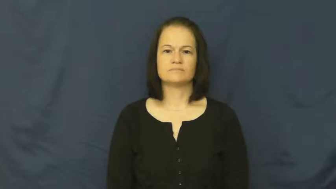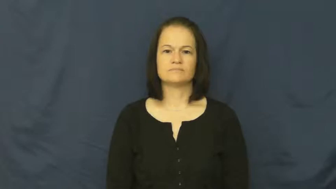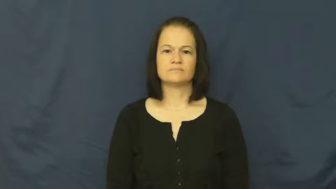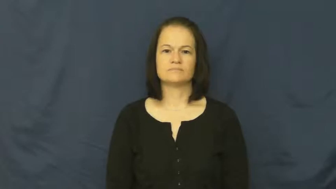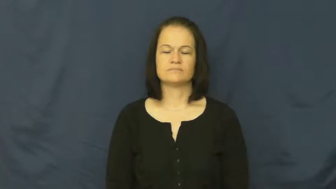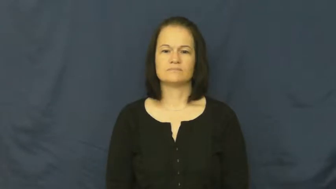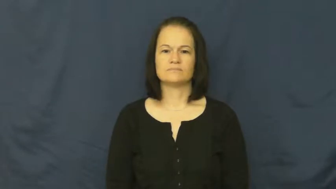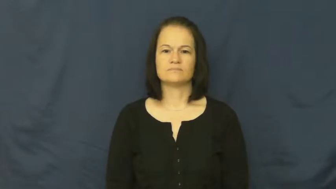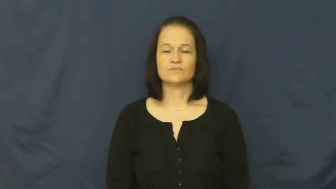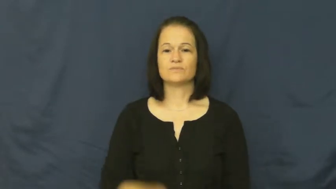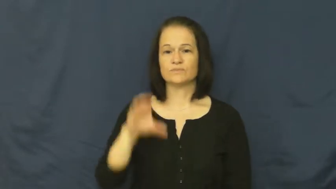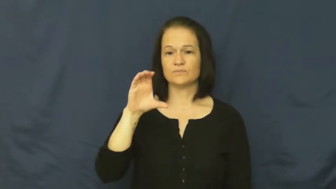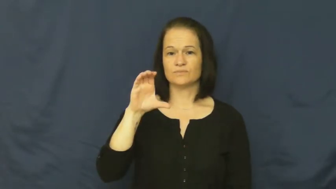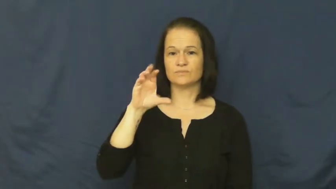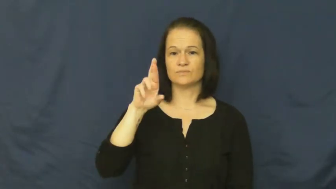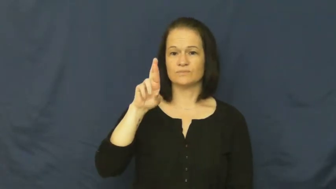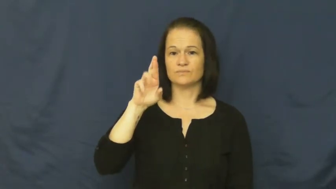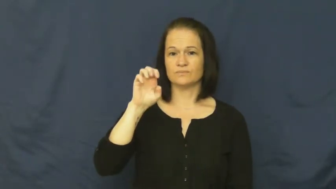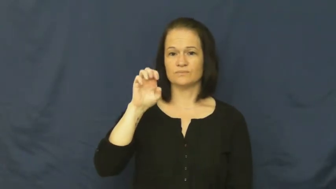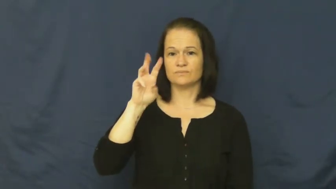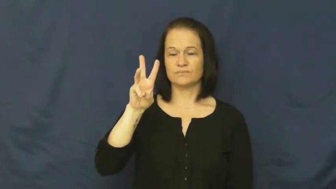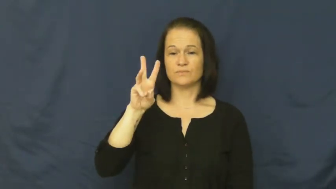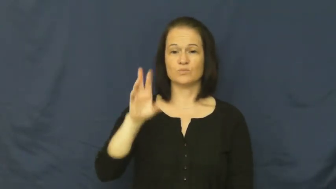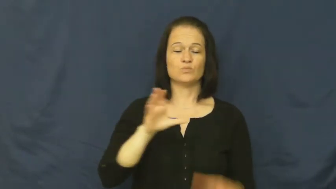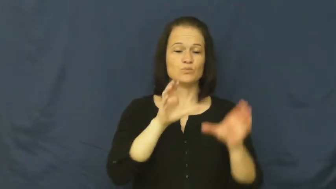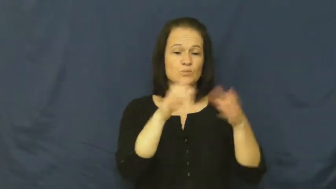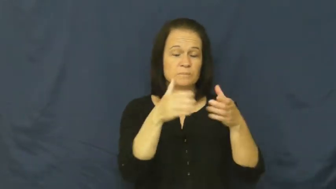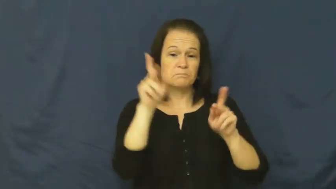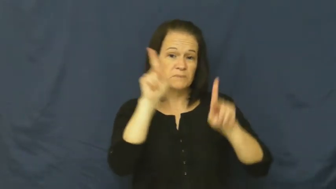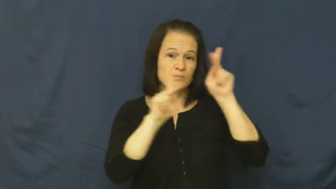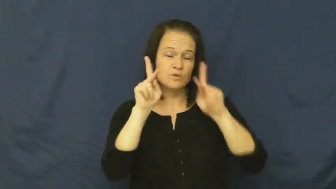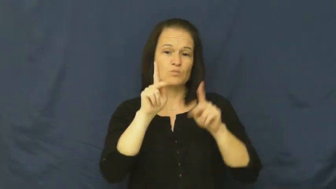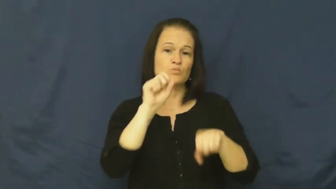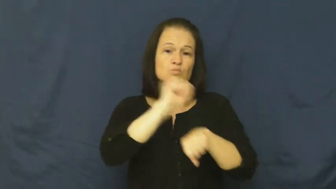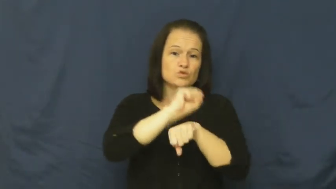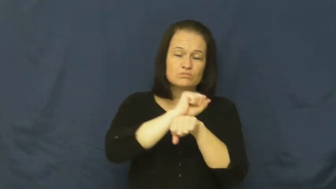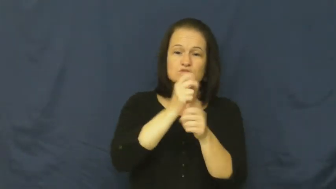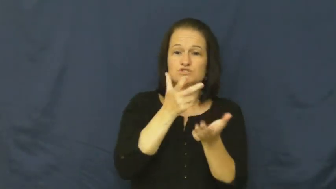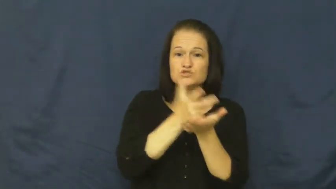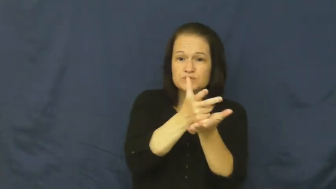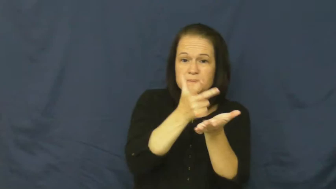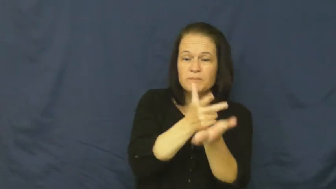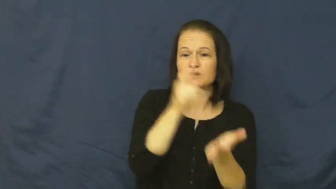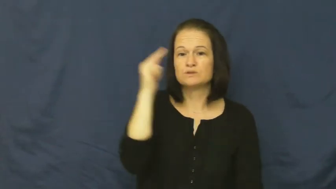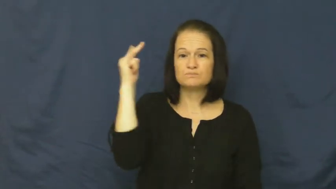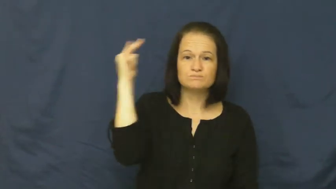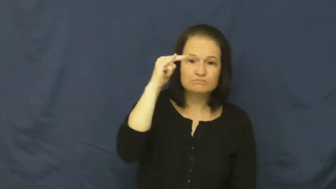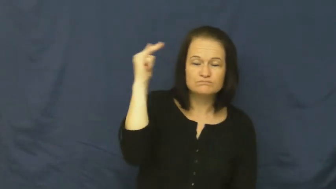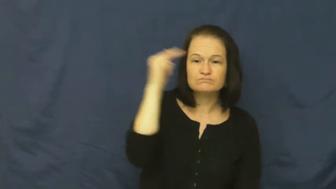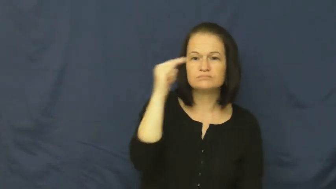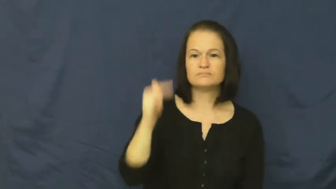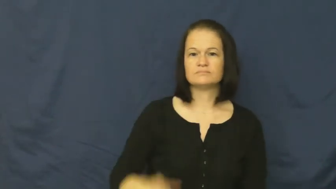crew-group